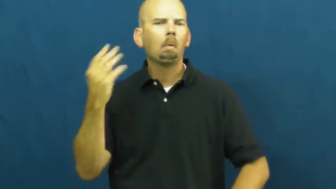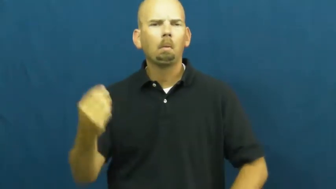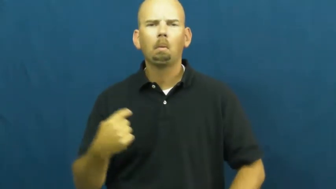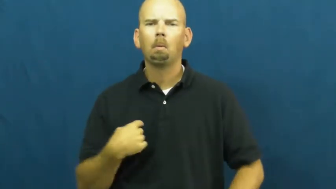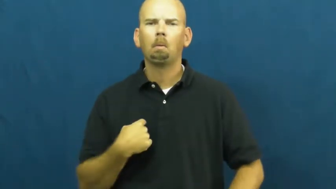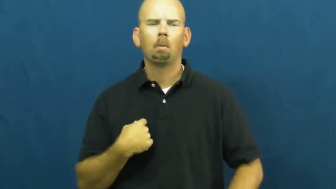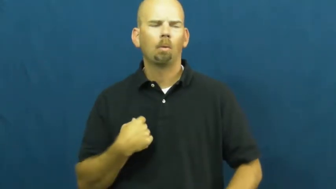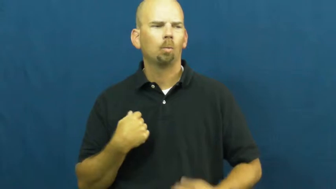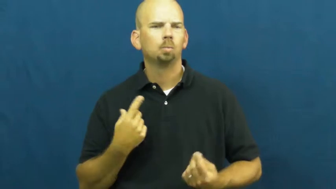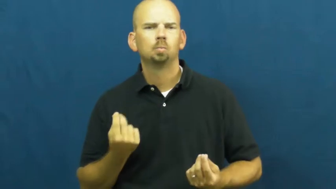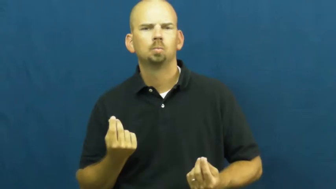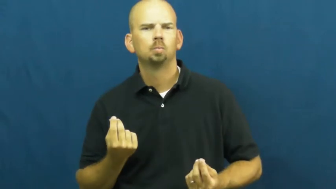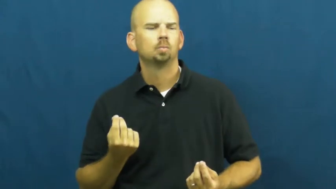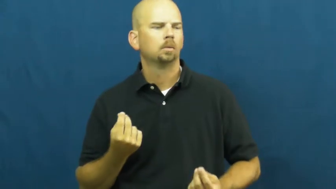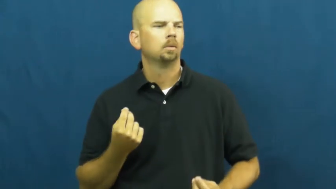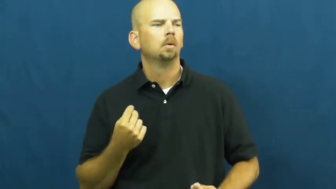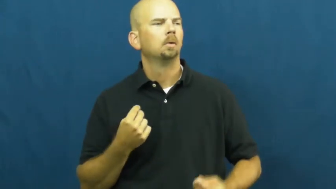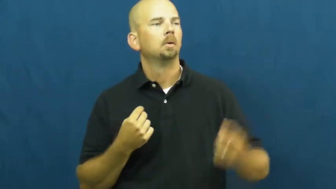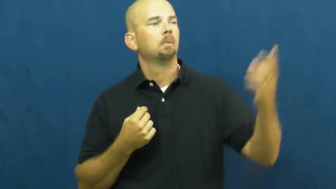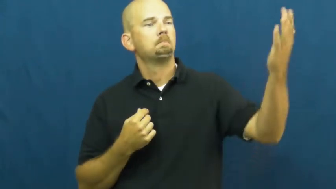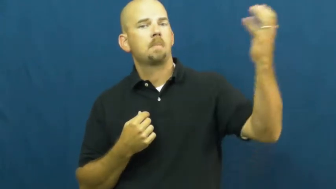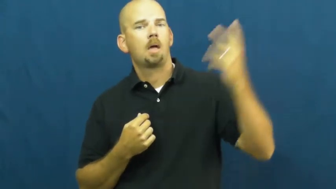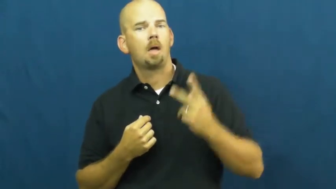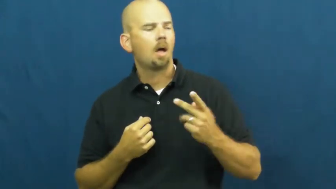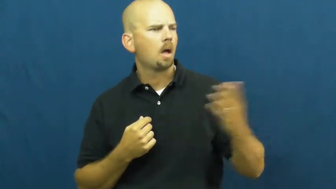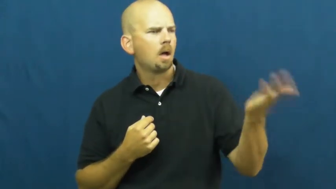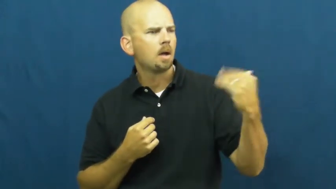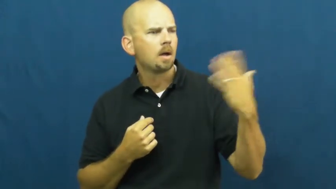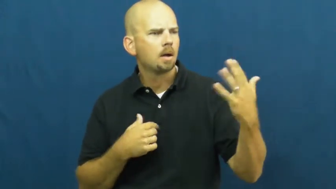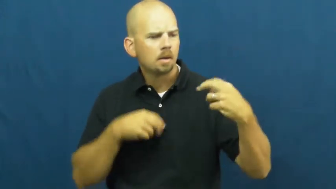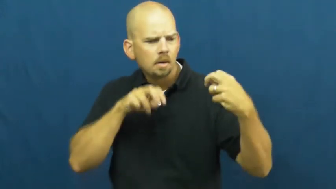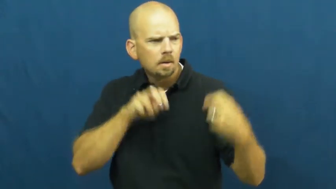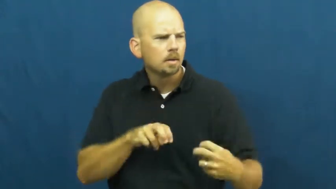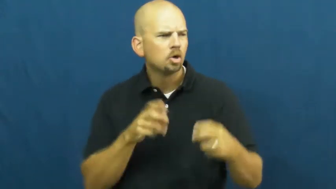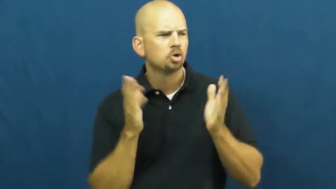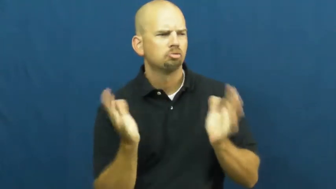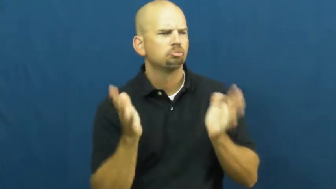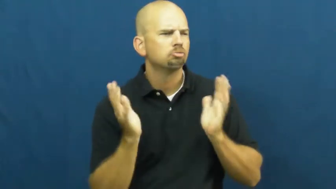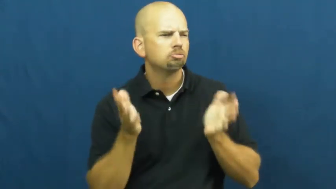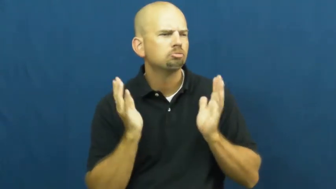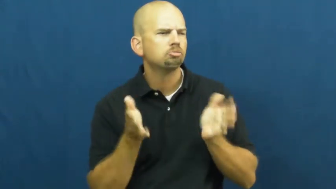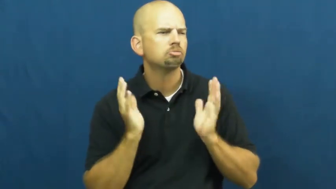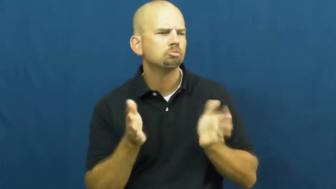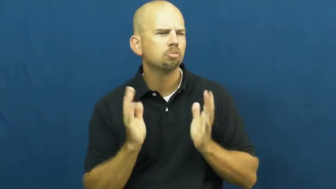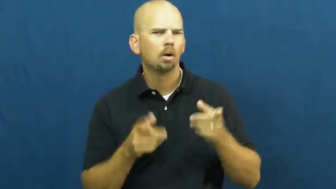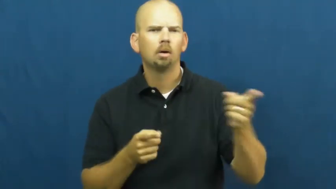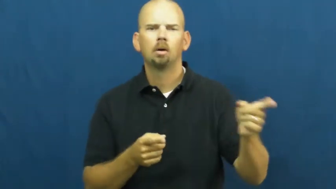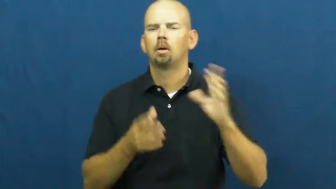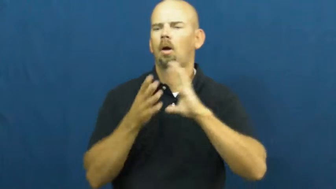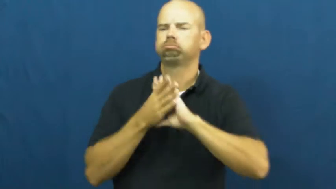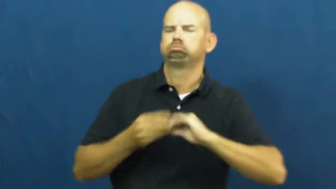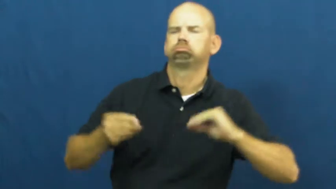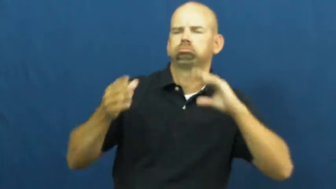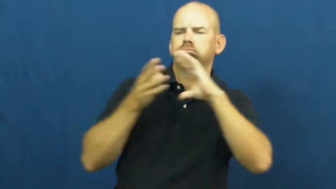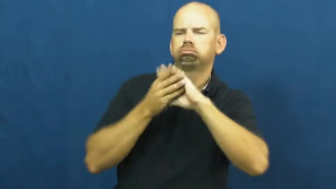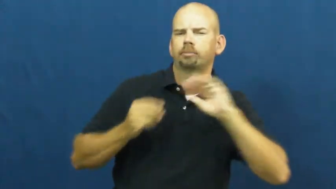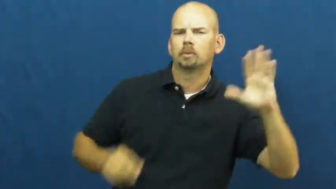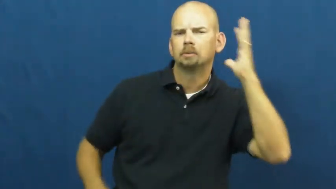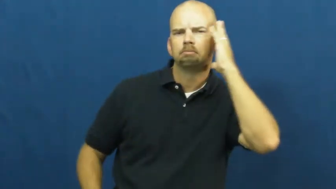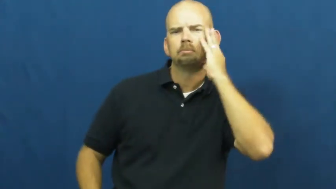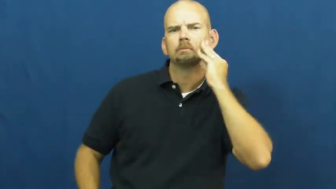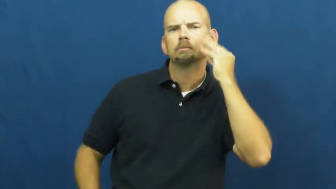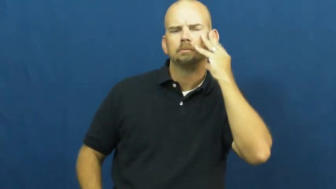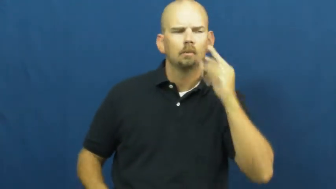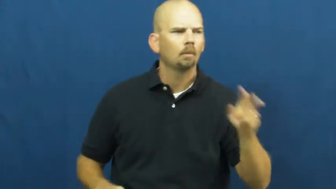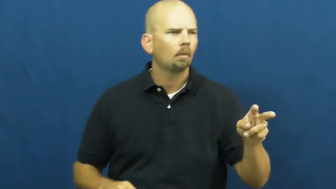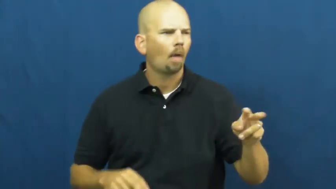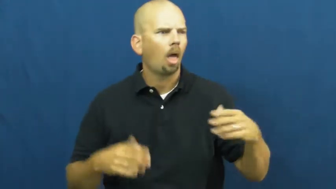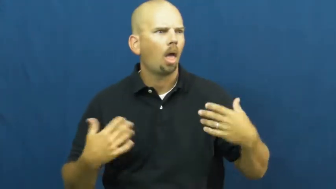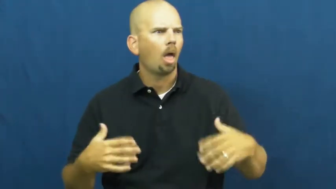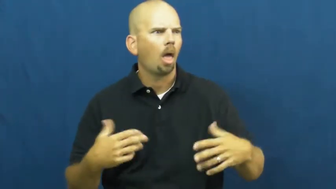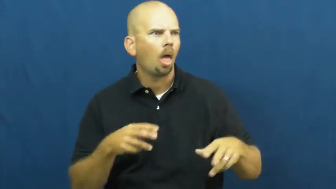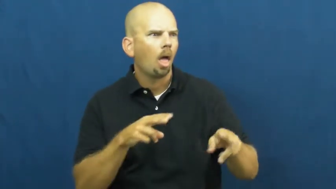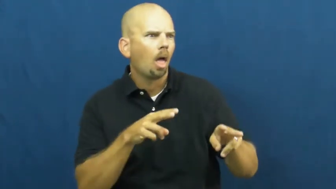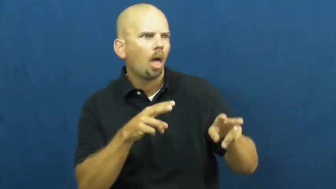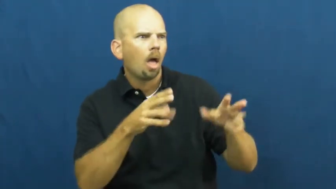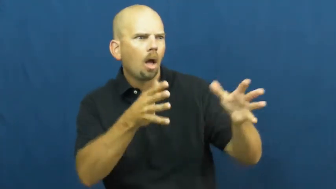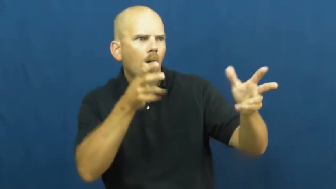vicarious